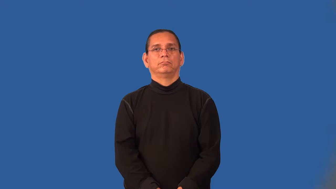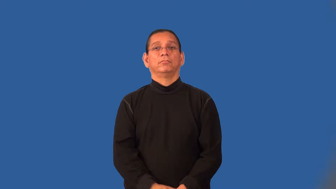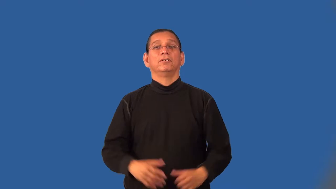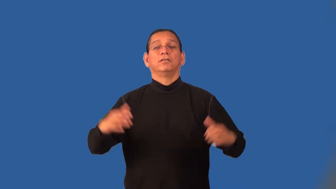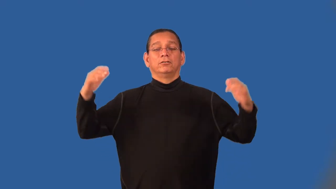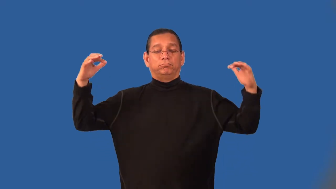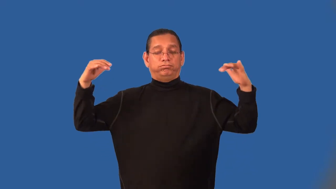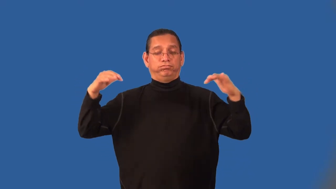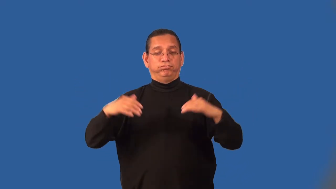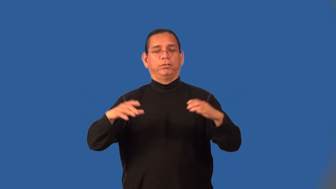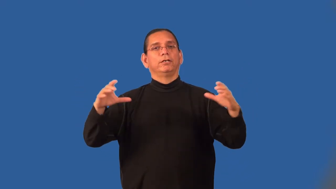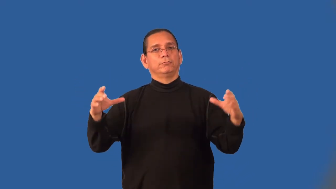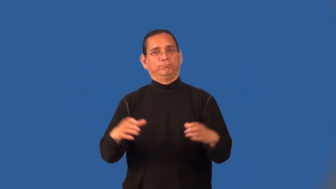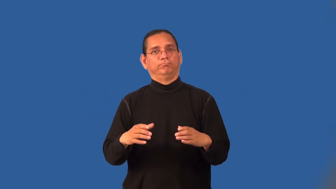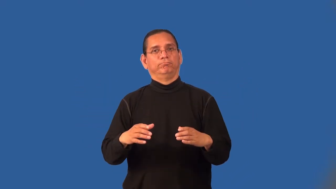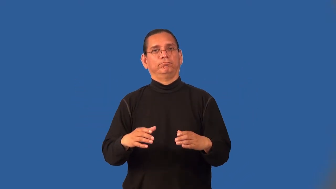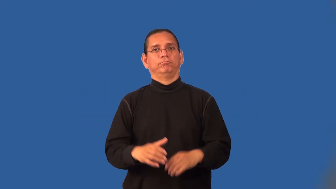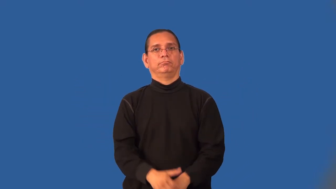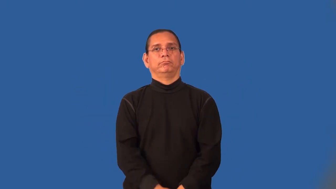muster-into army